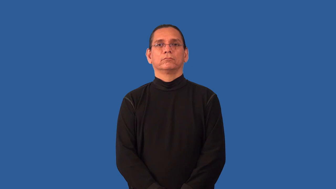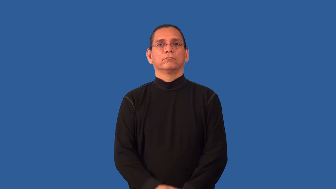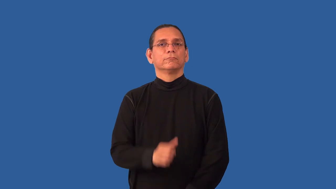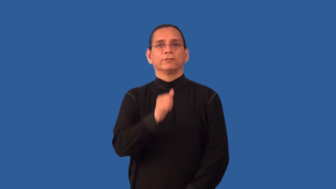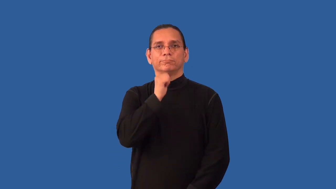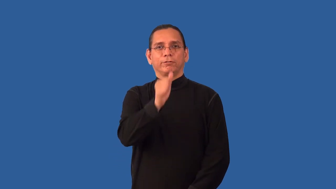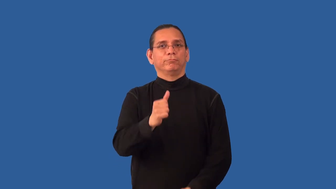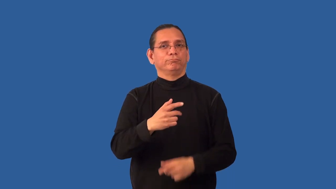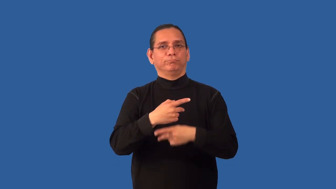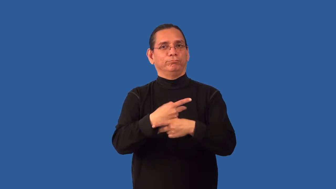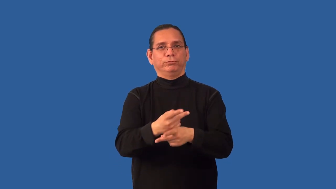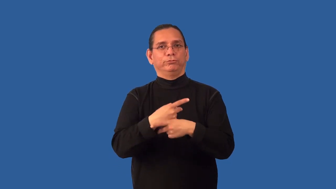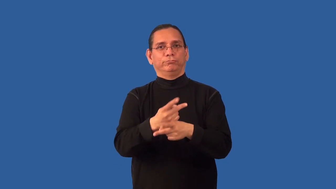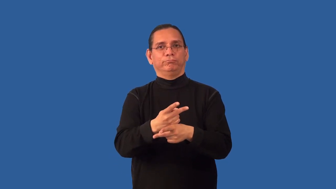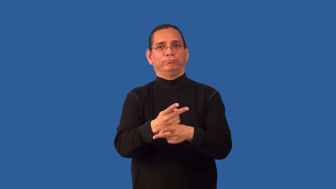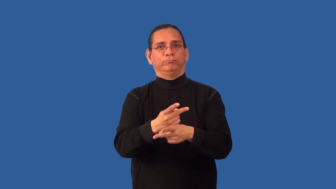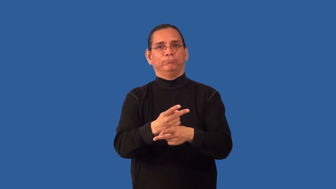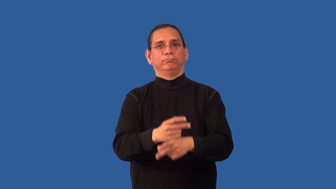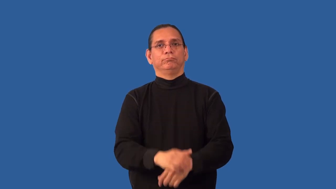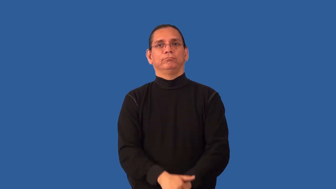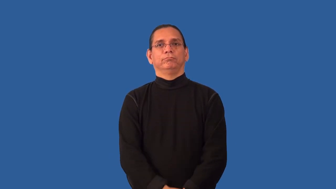nonproductive,unproductive